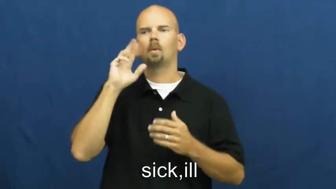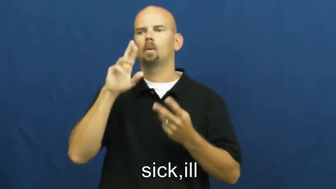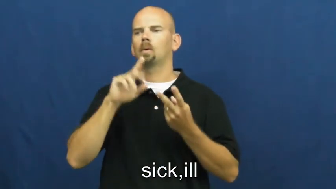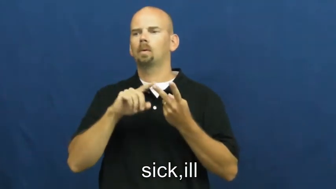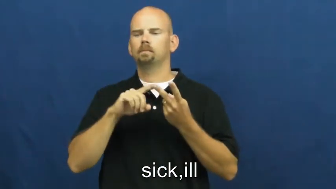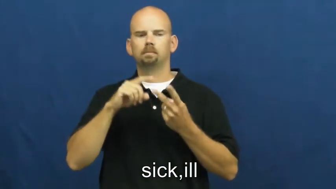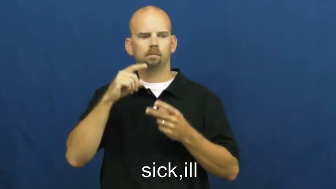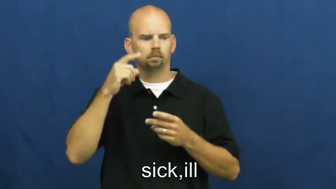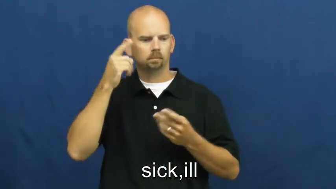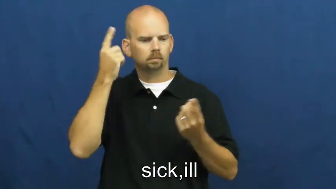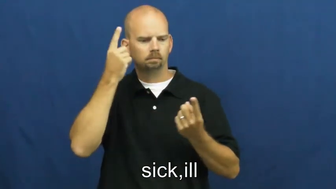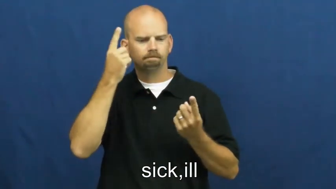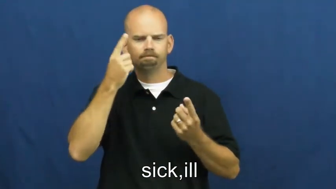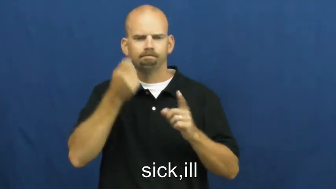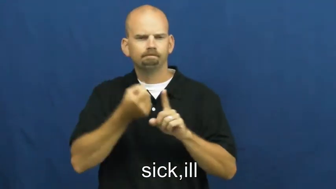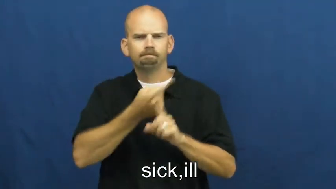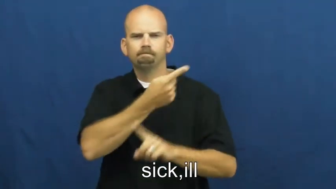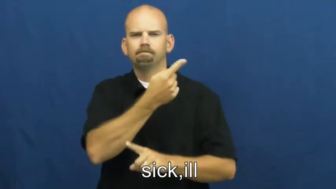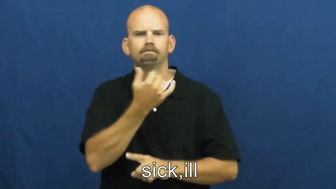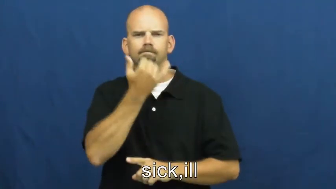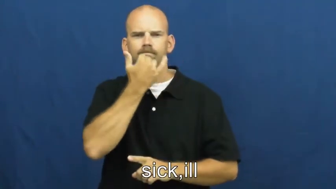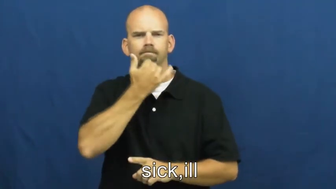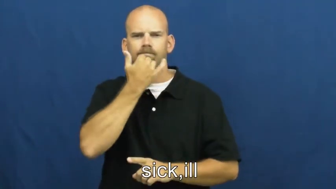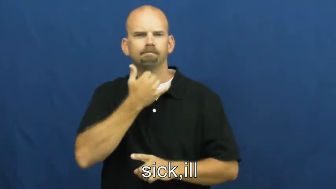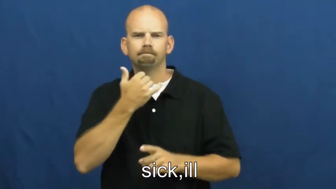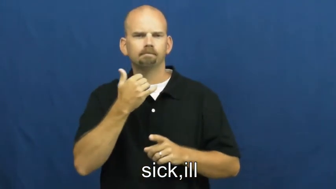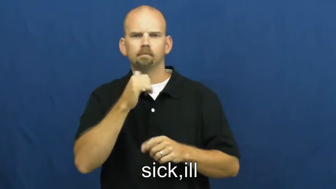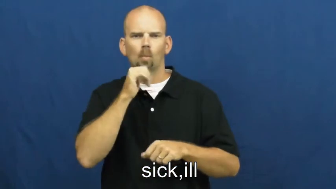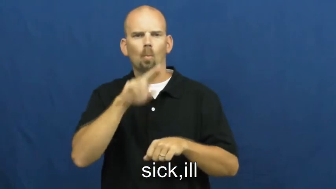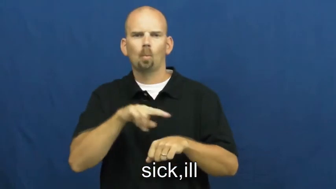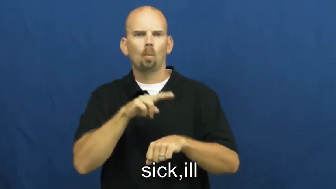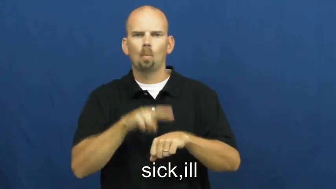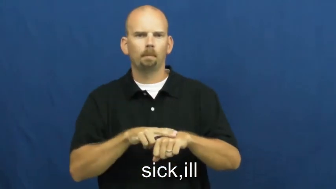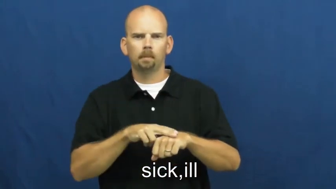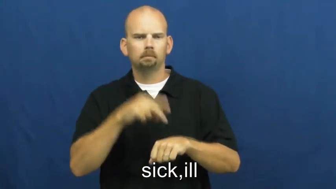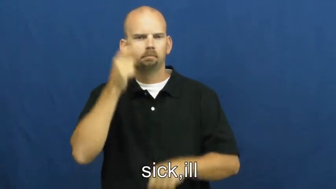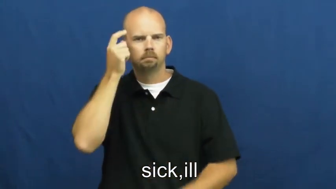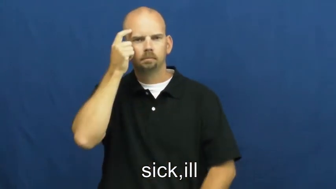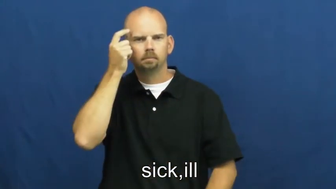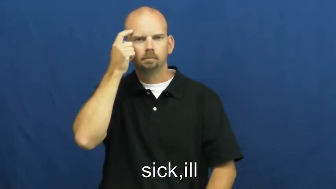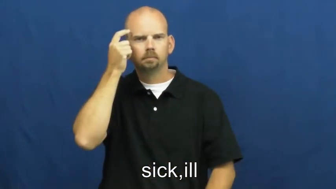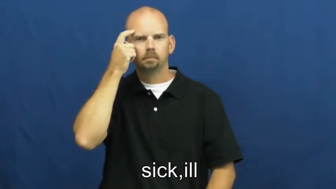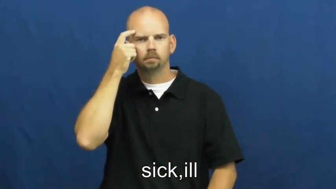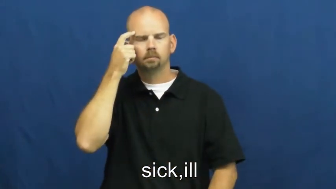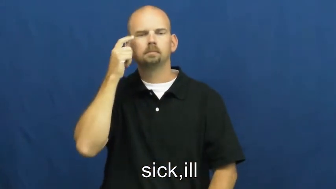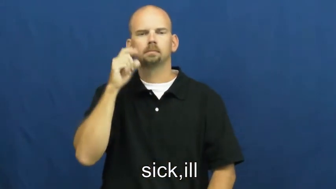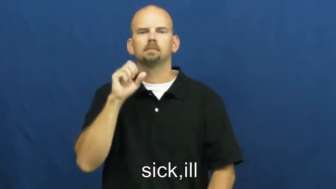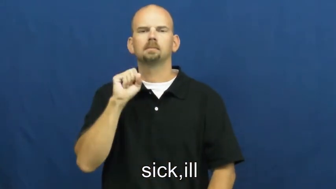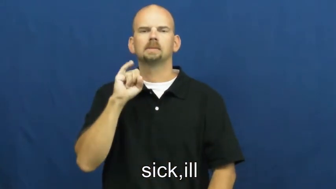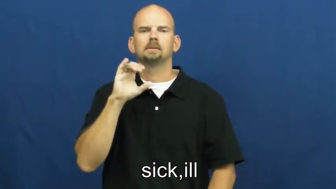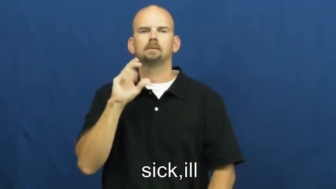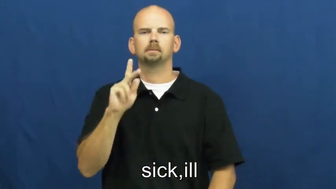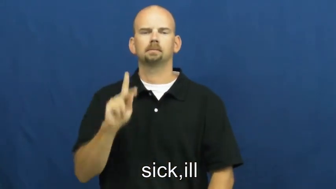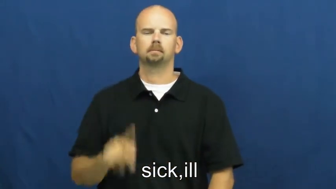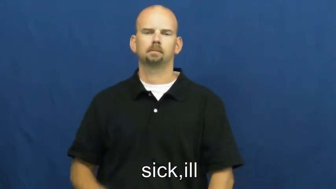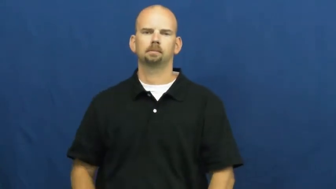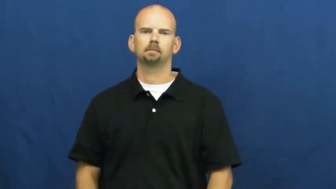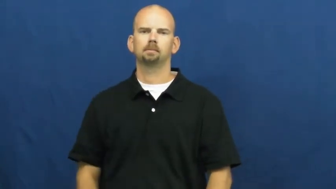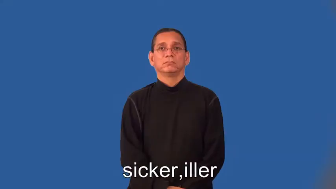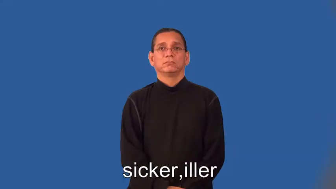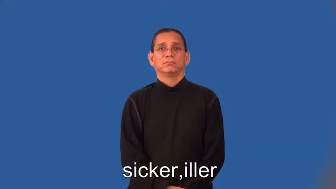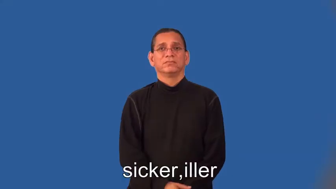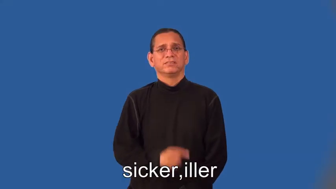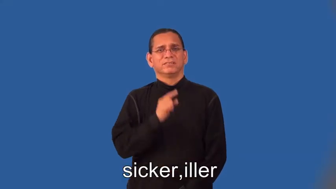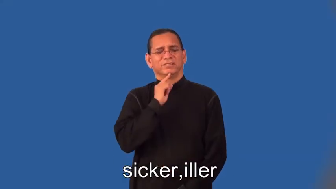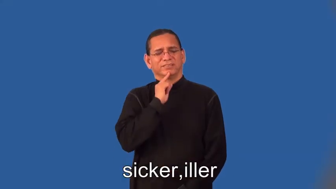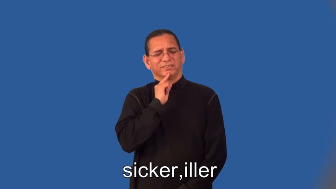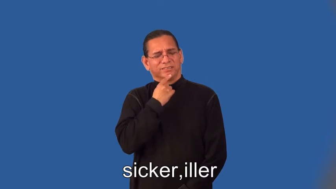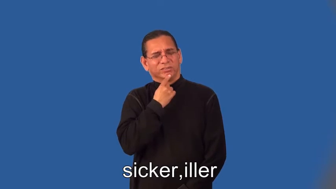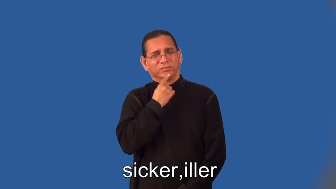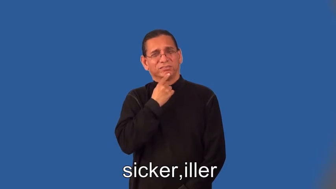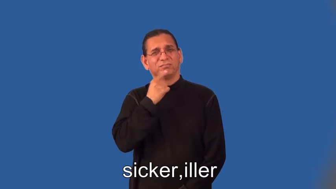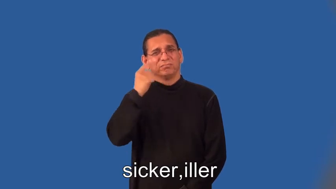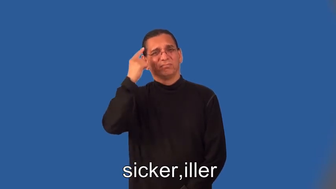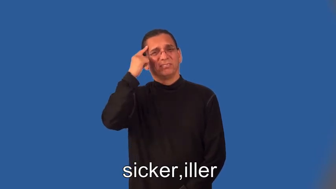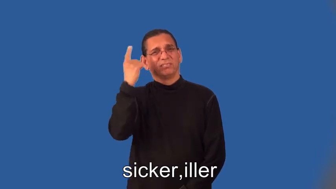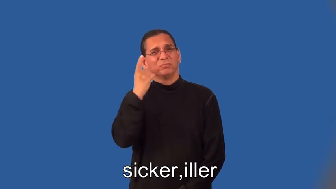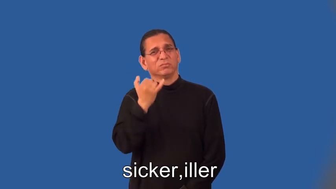sicker,iller,sickest,illest-mental